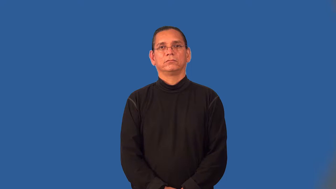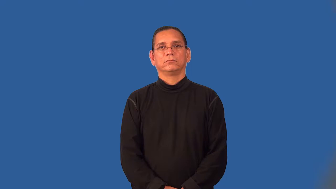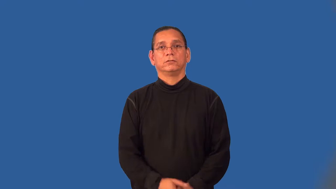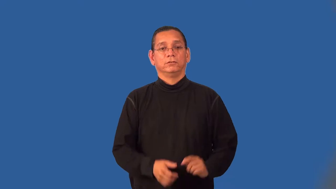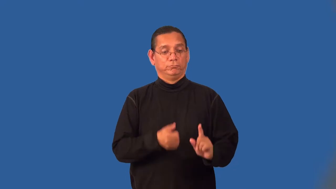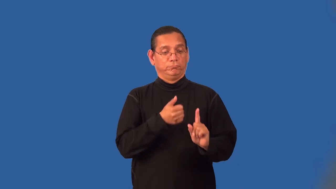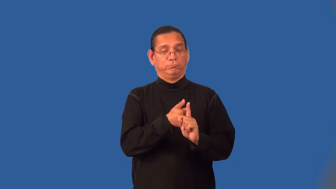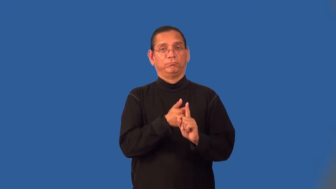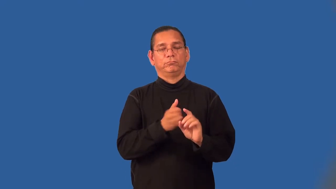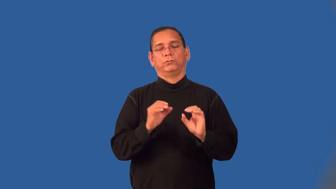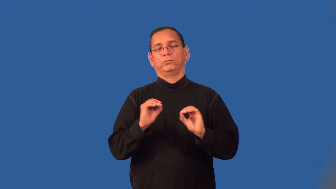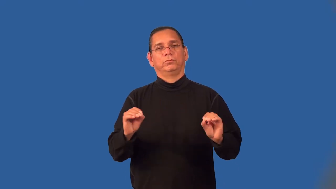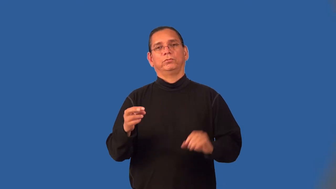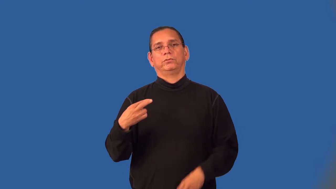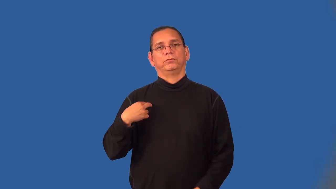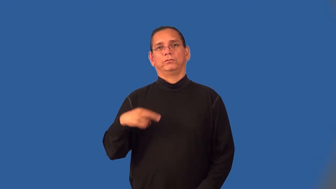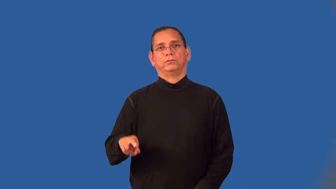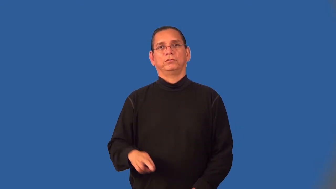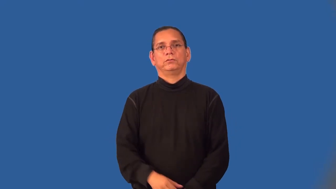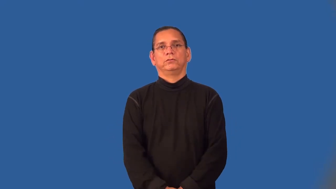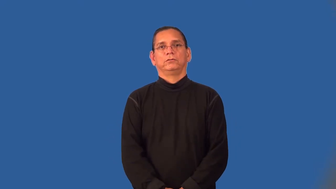unbeliever